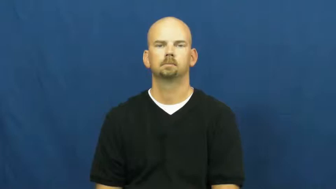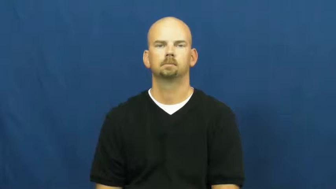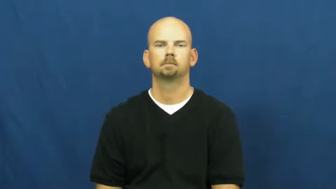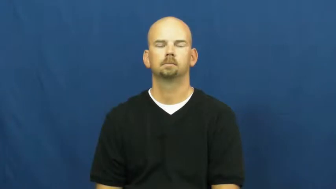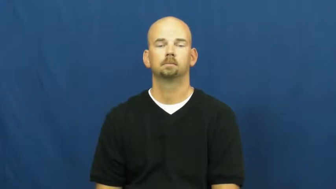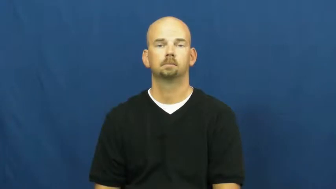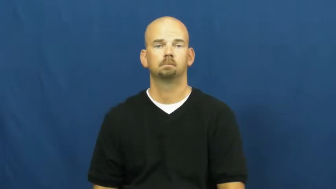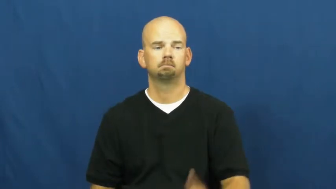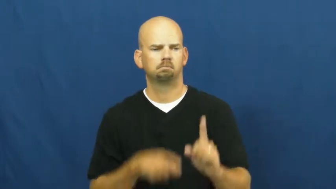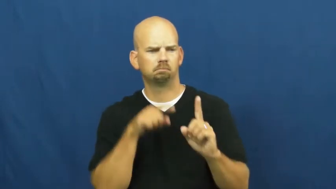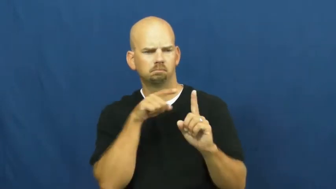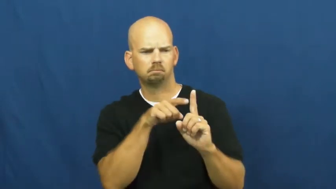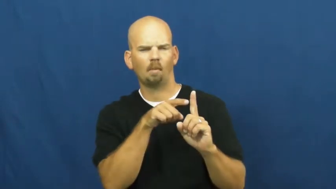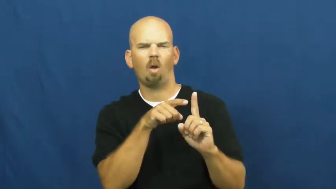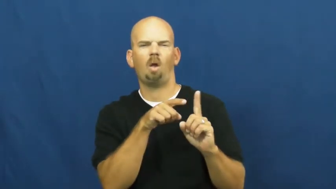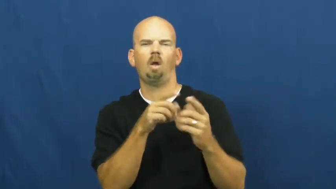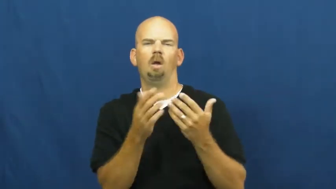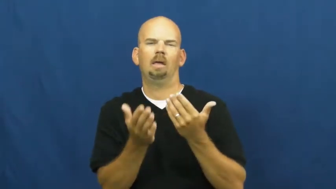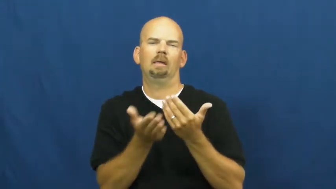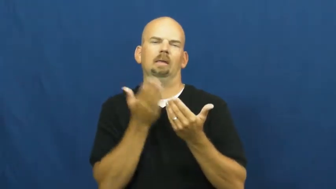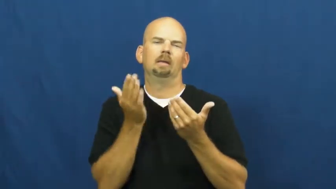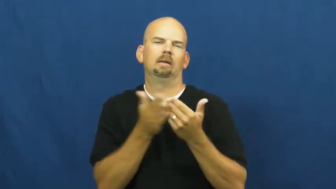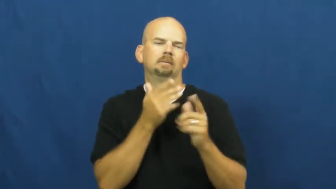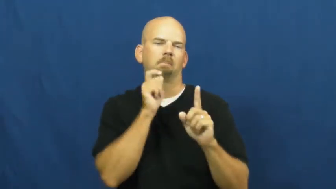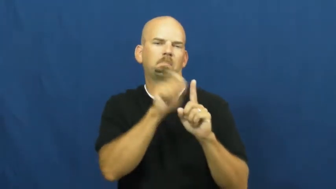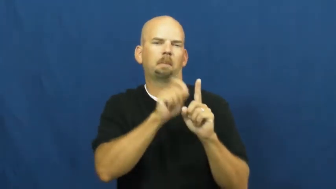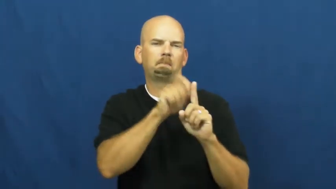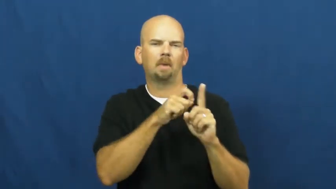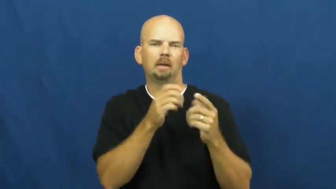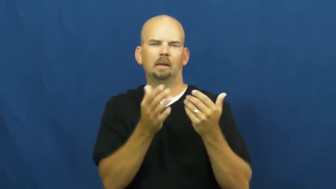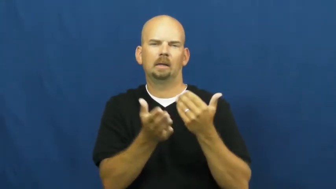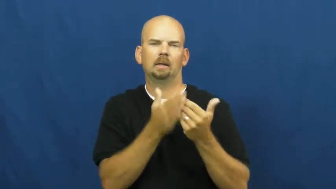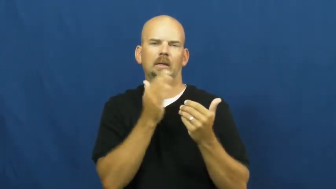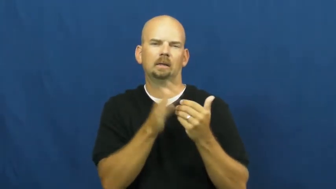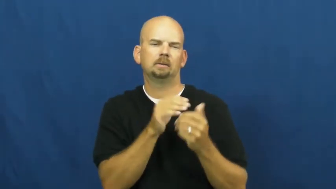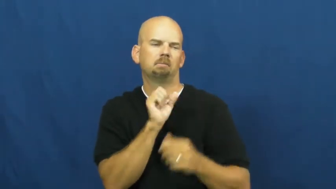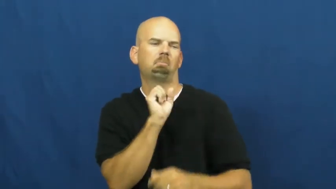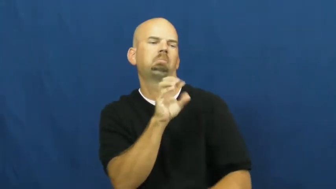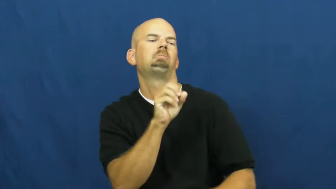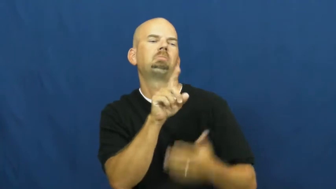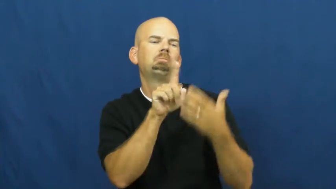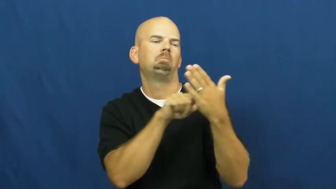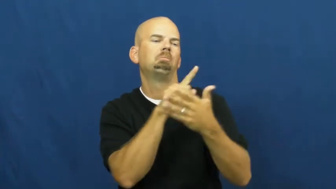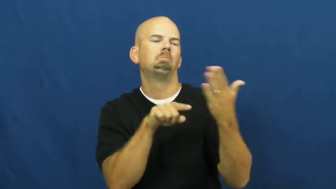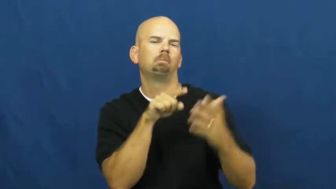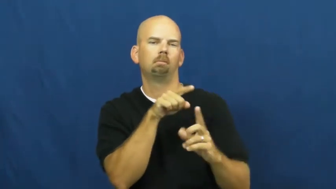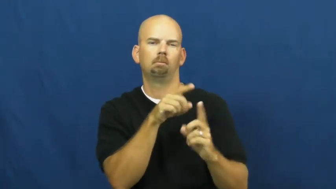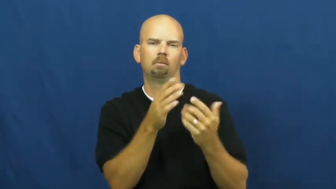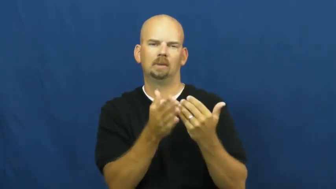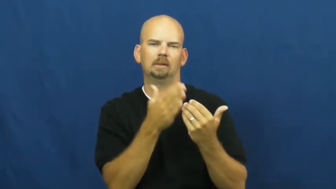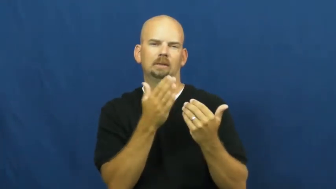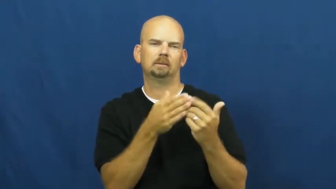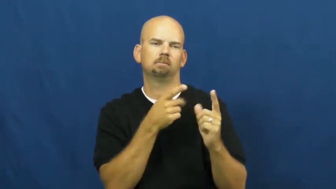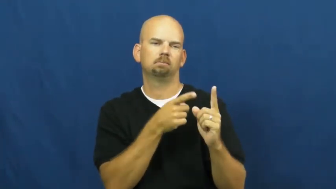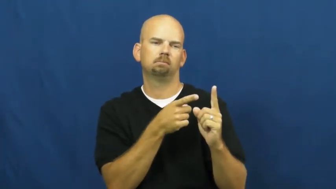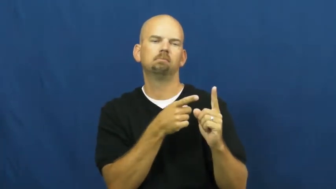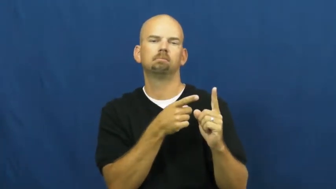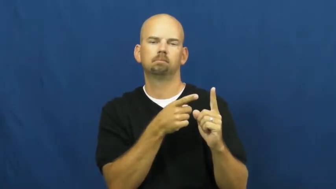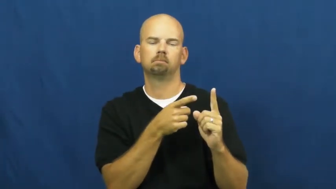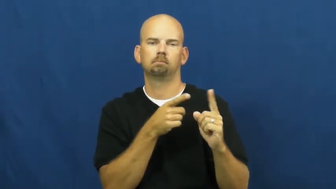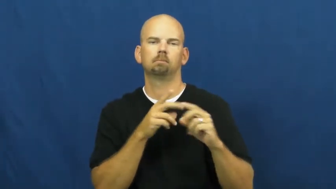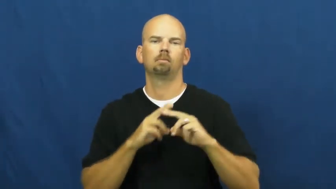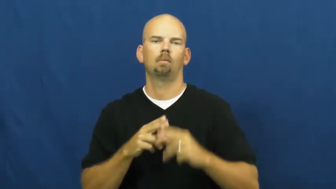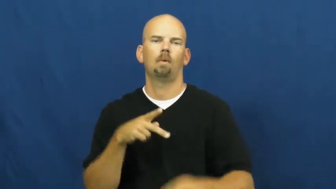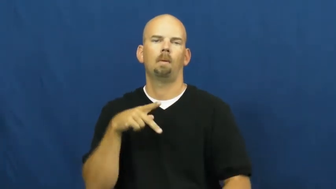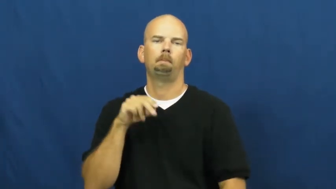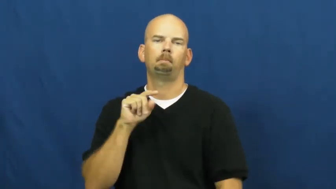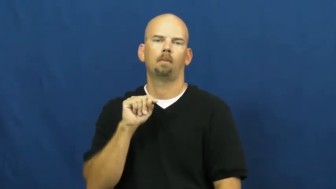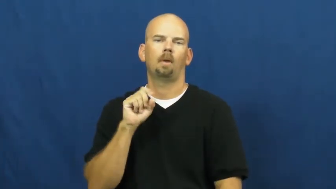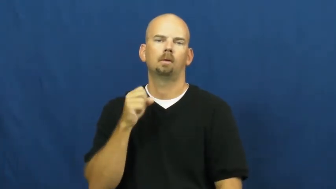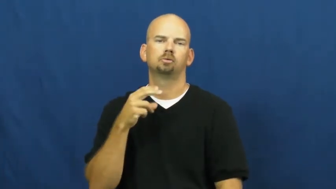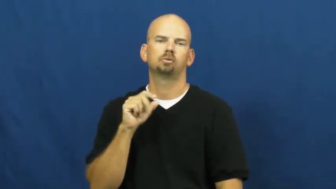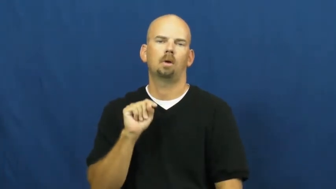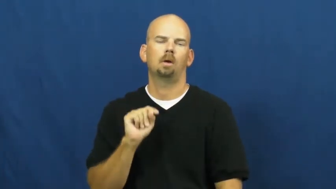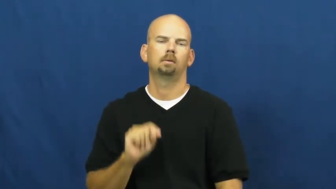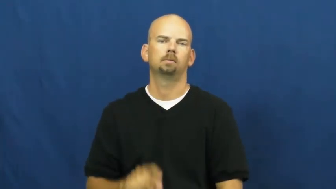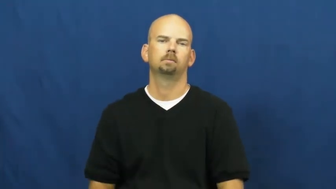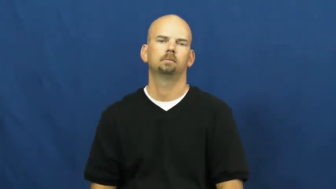potshot